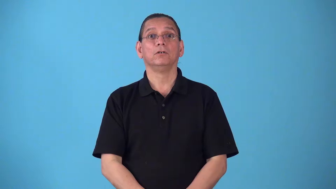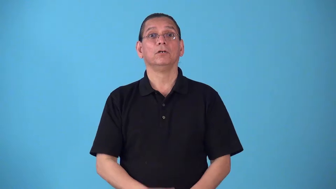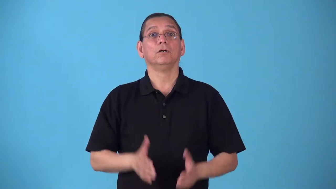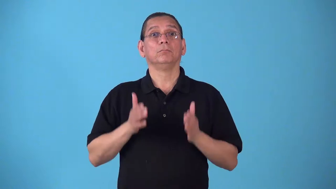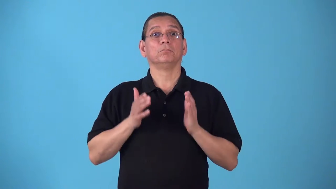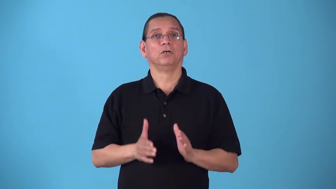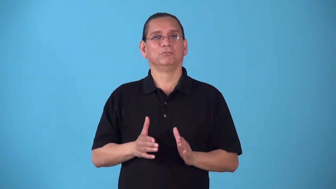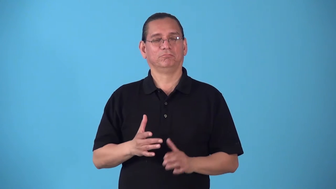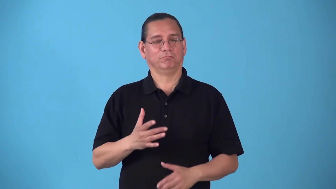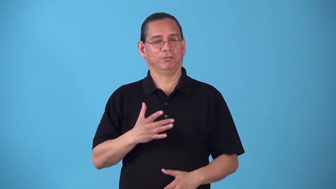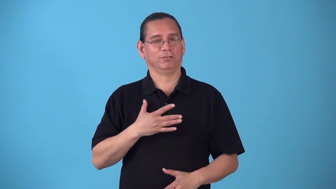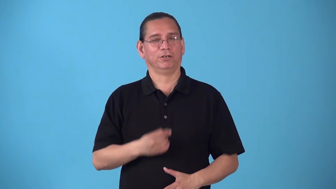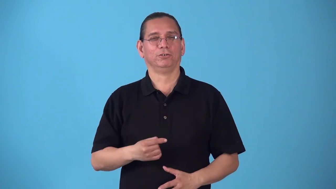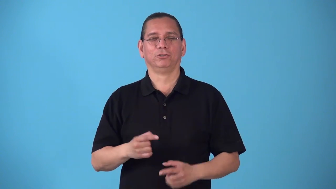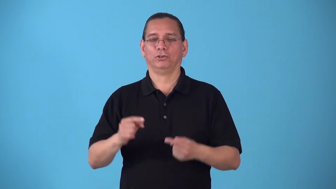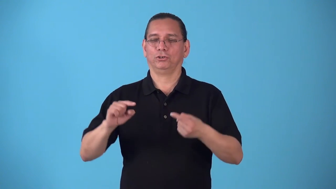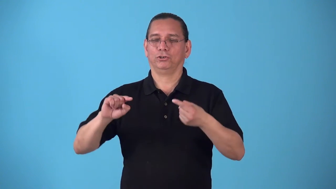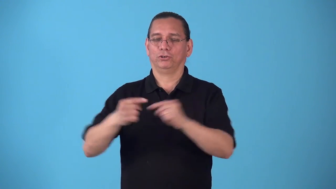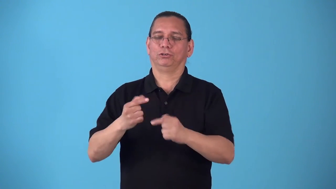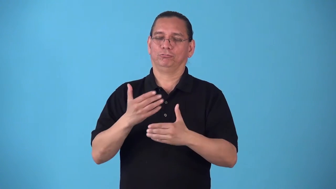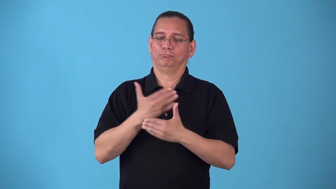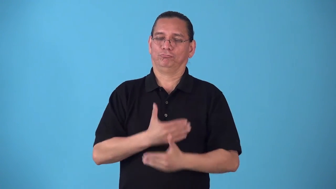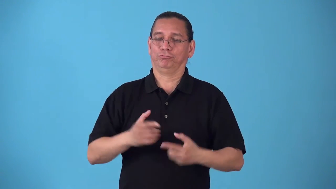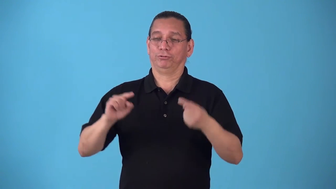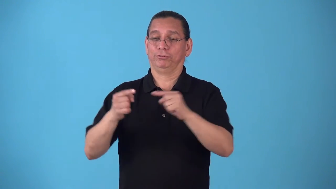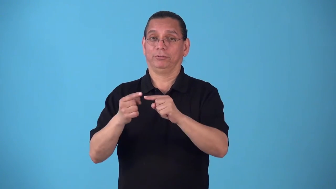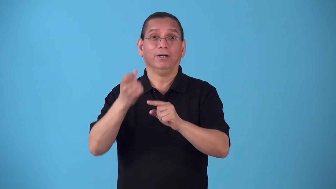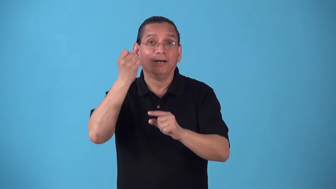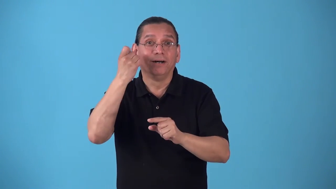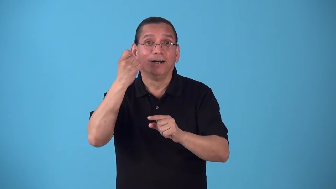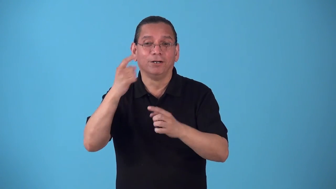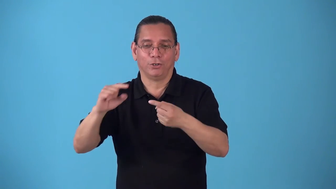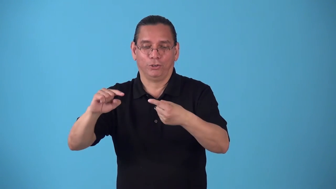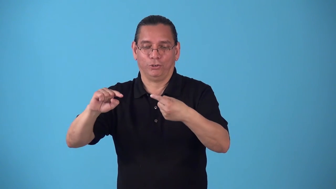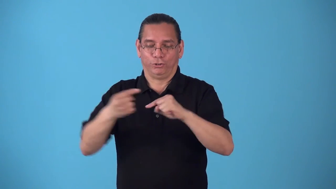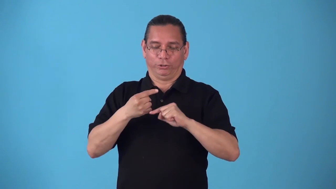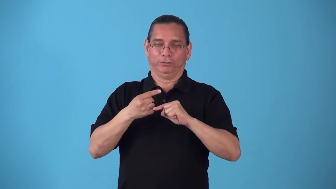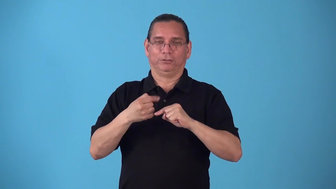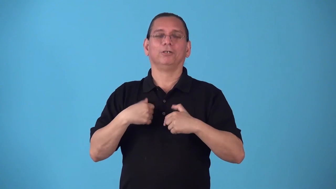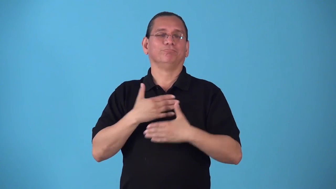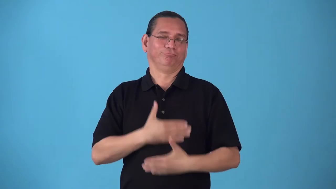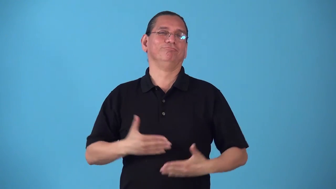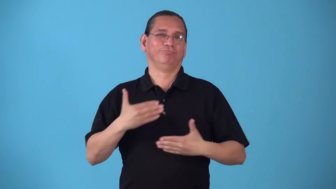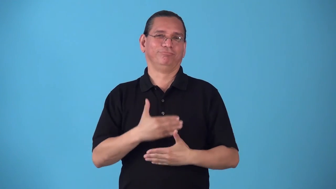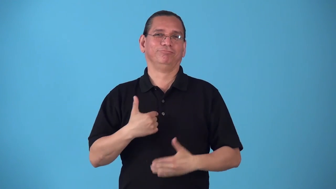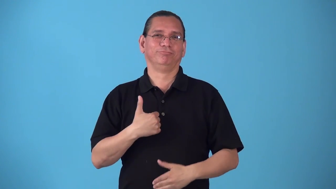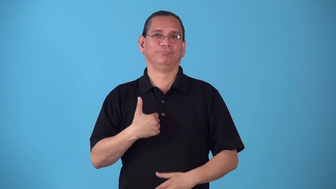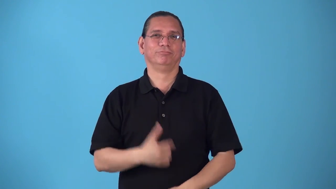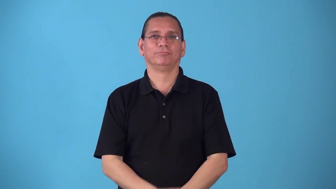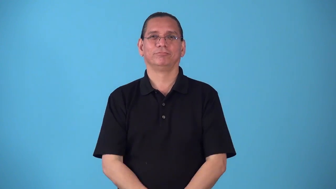sadomasochist